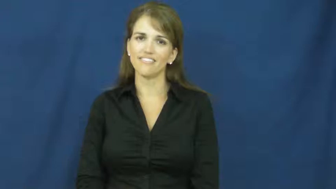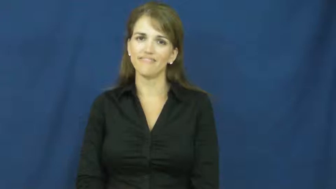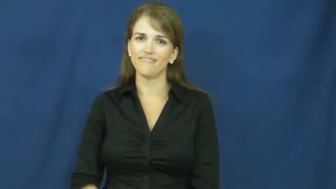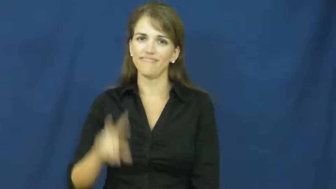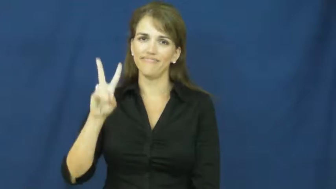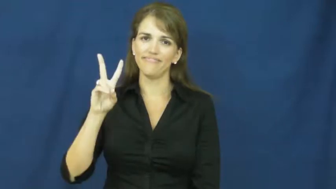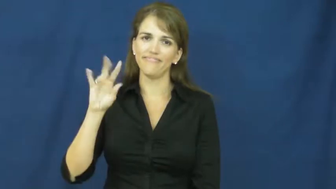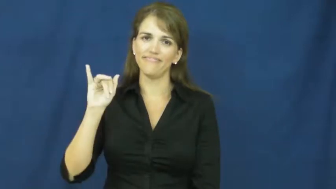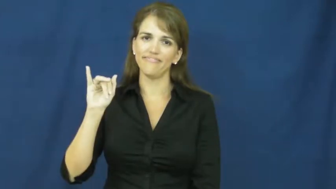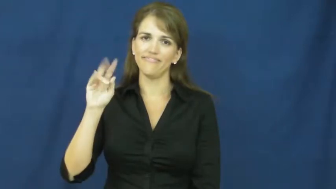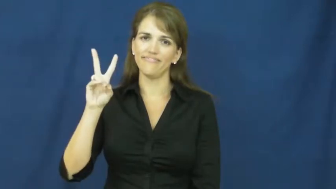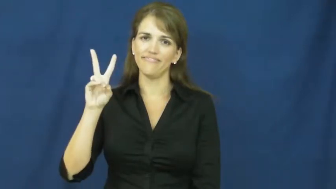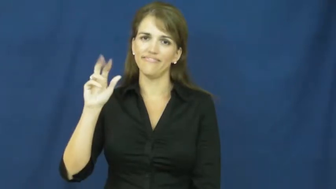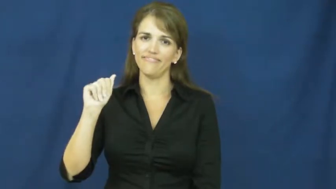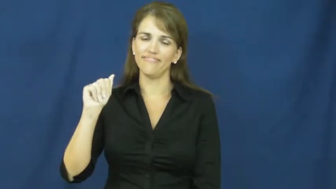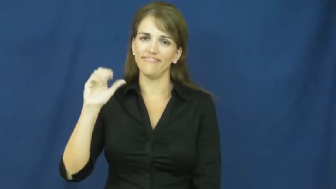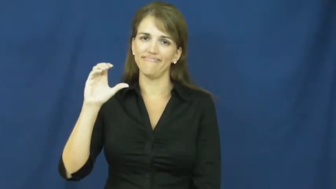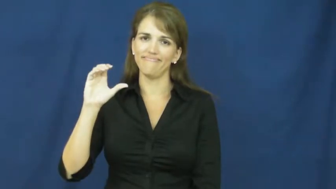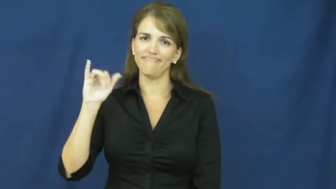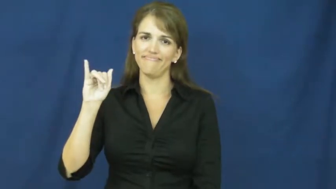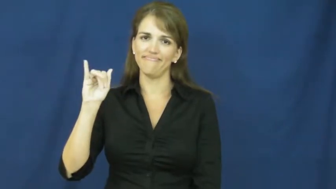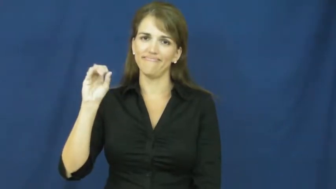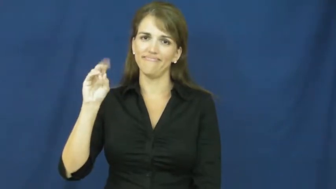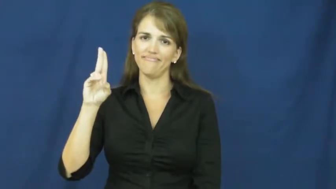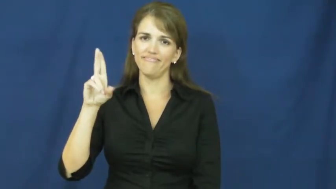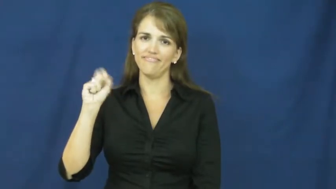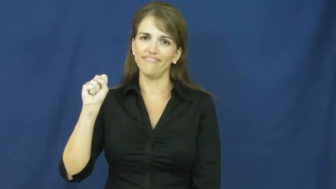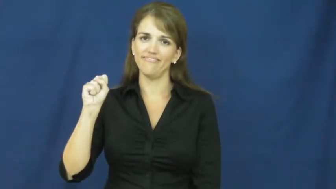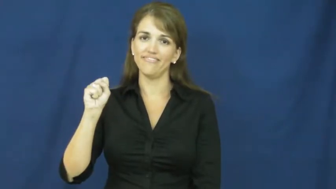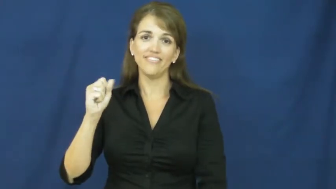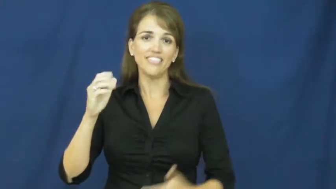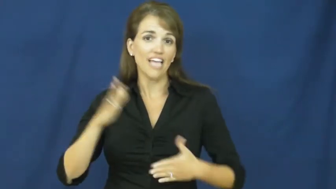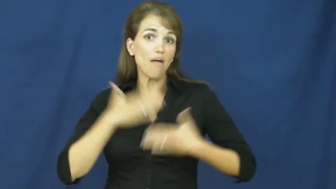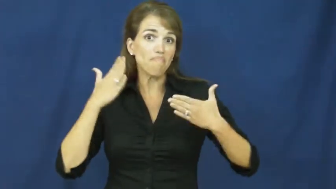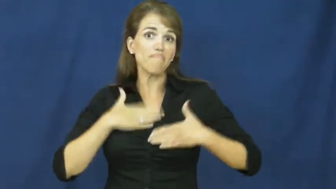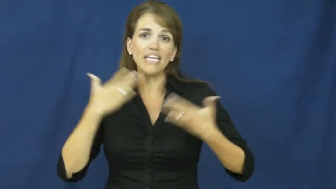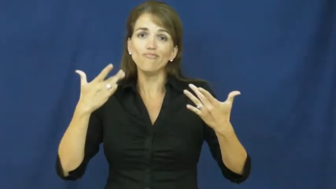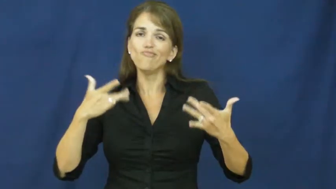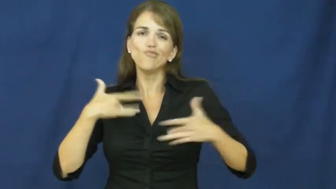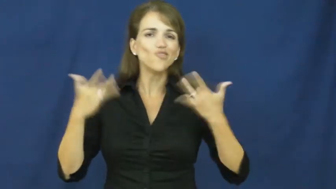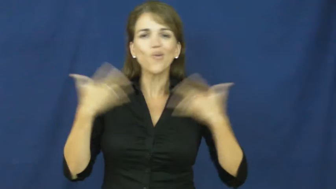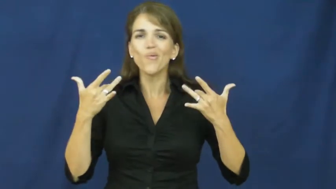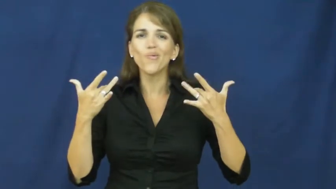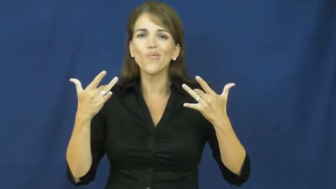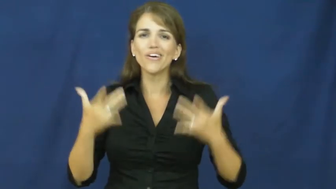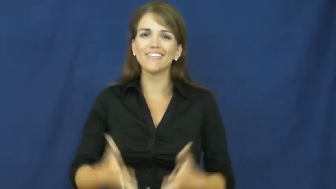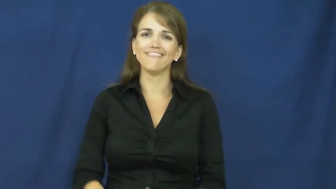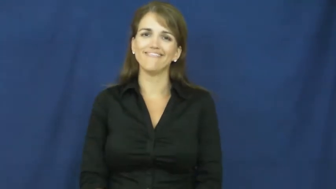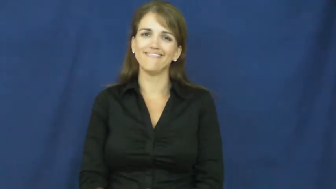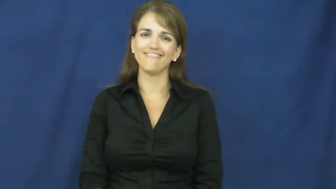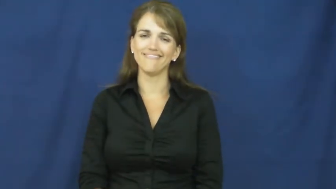vivacious